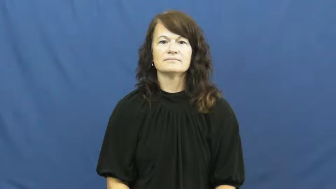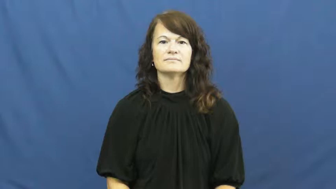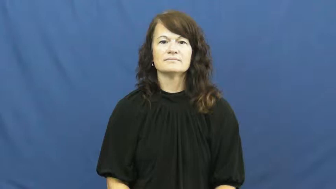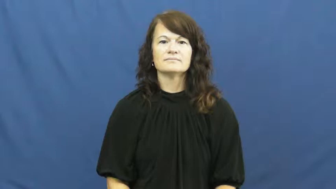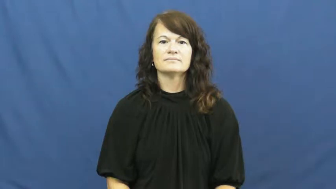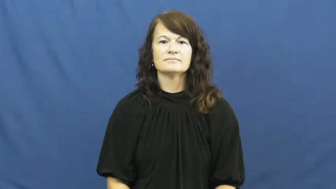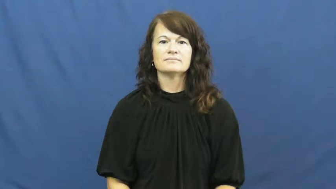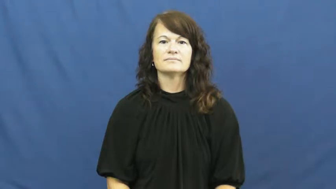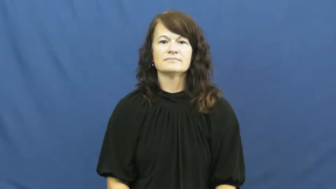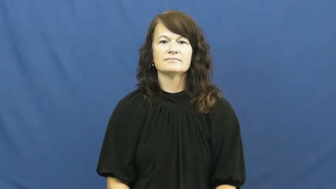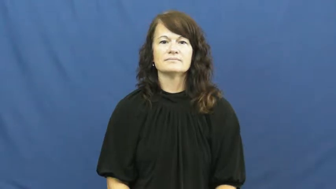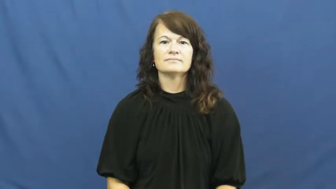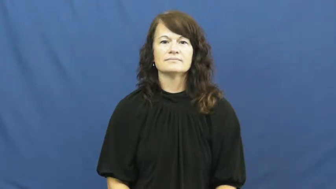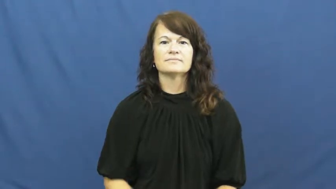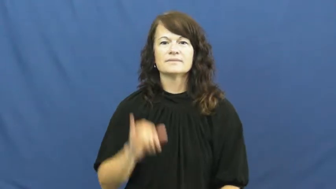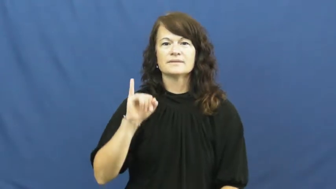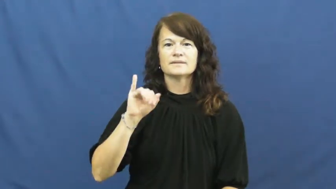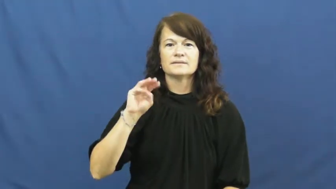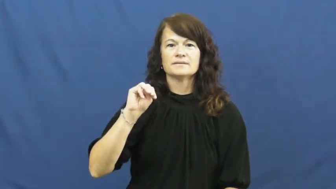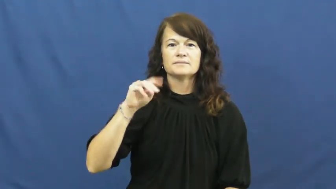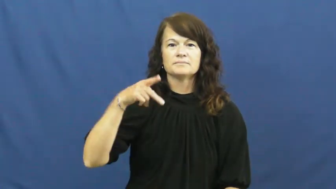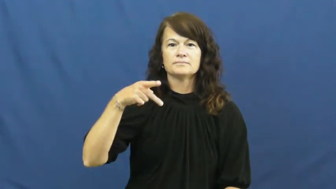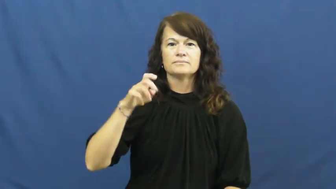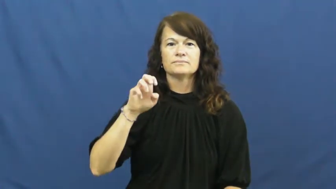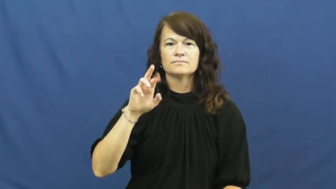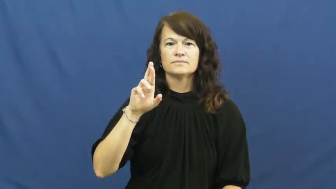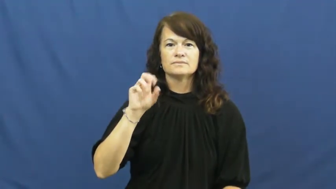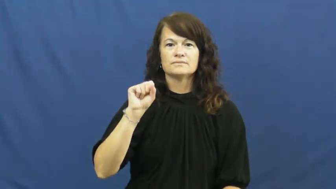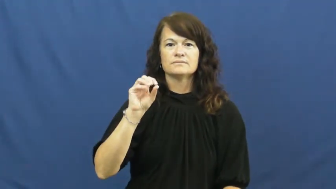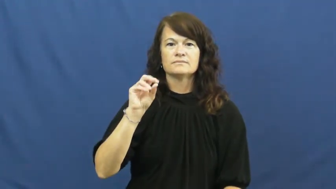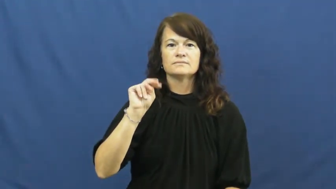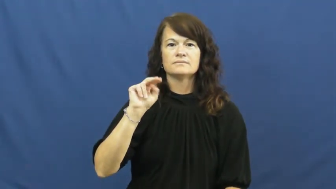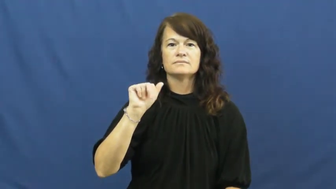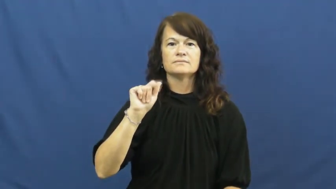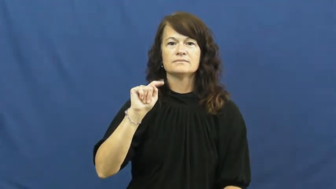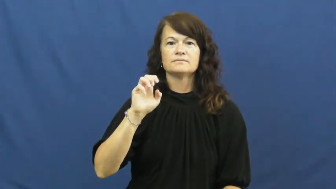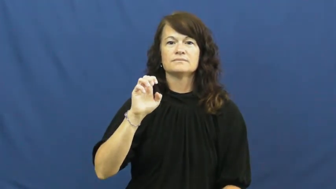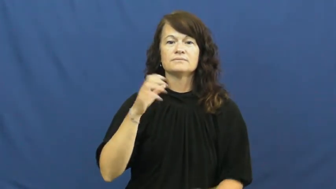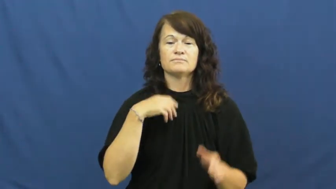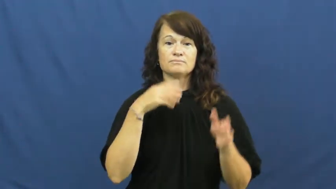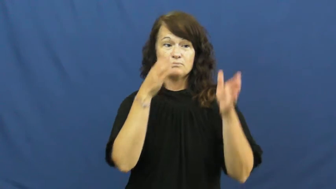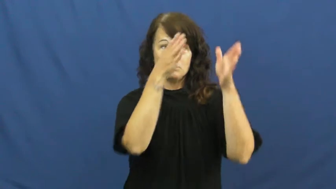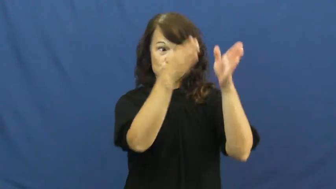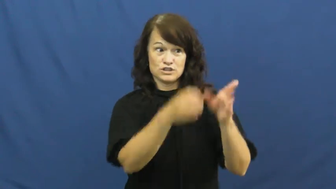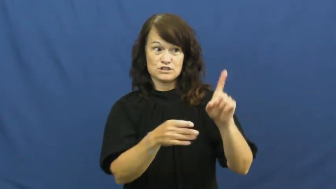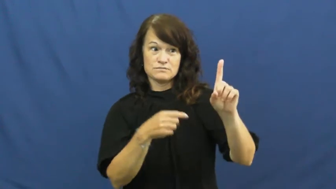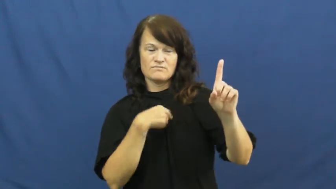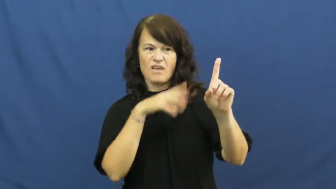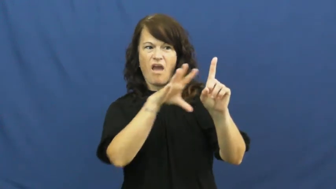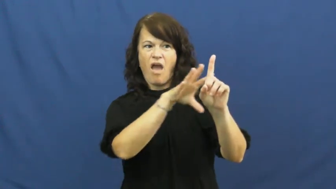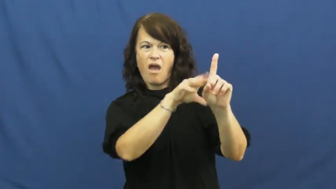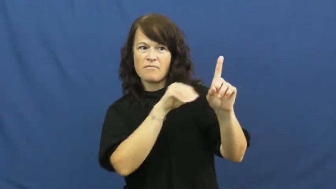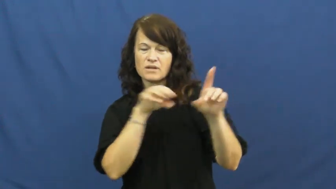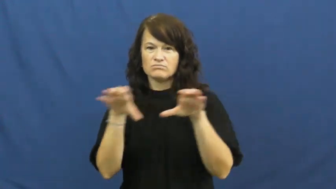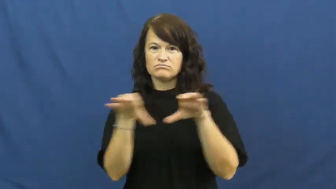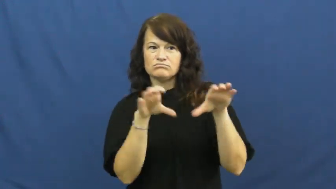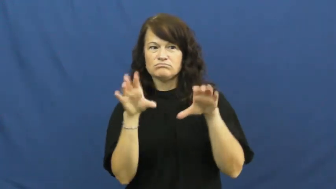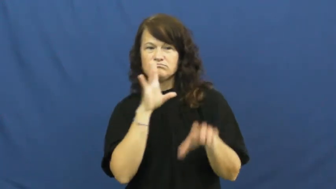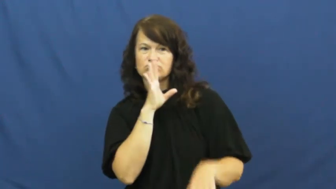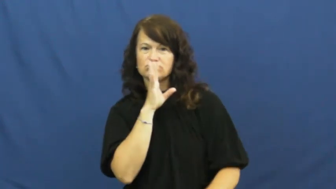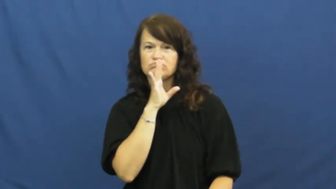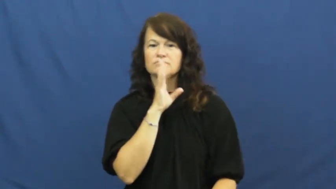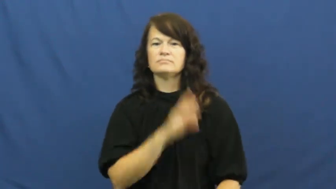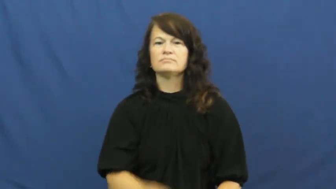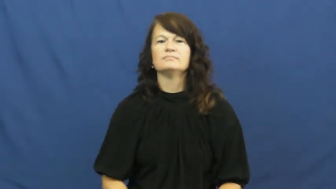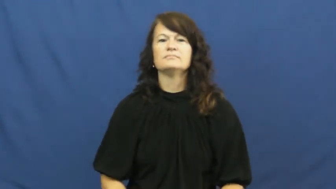impersonate